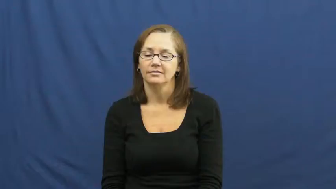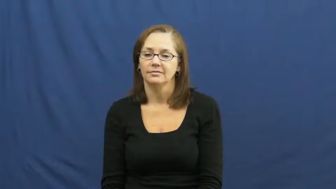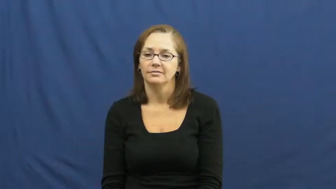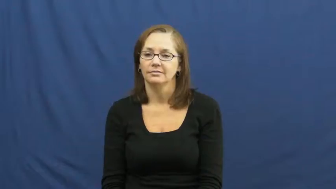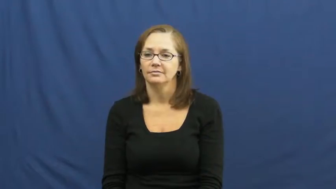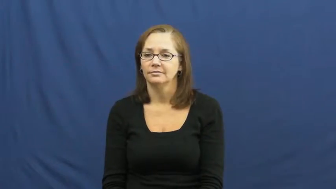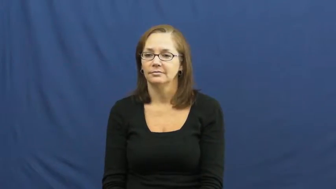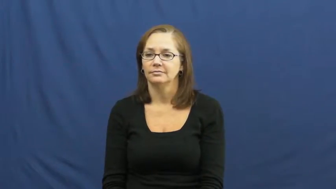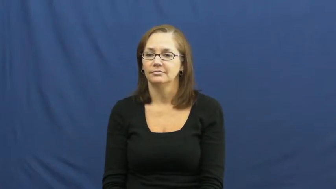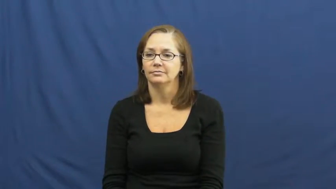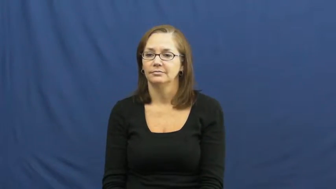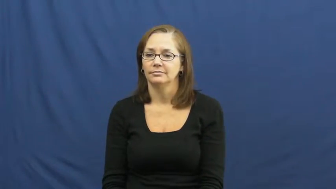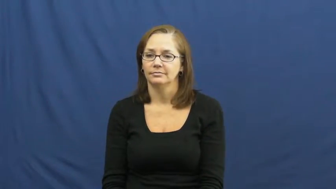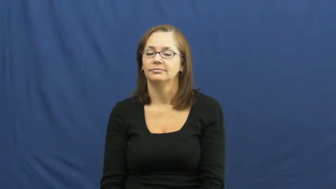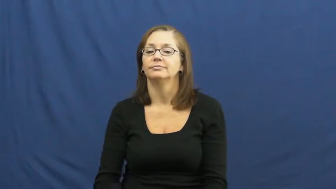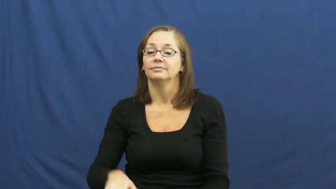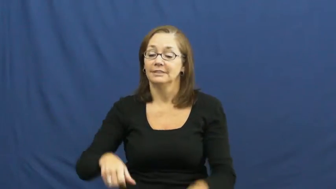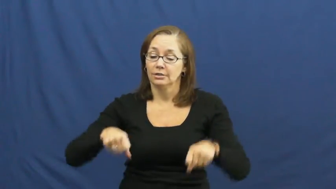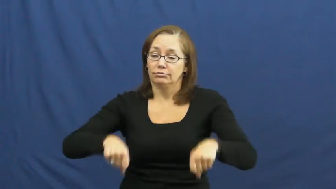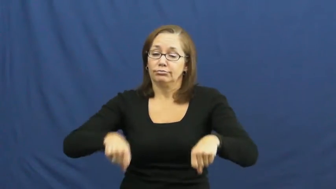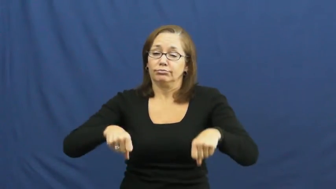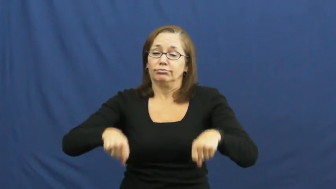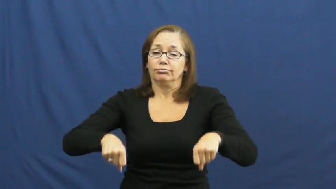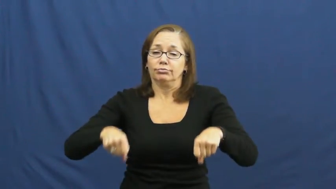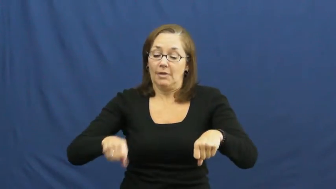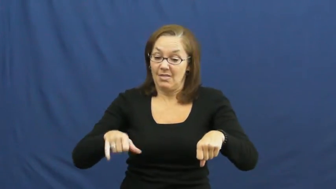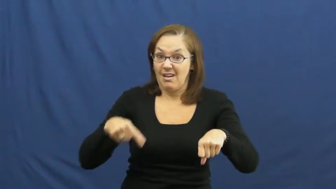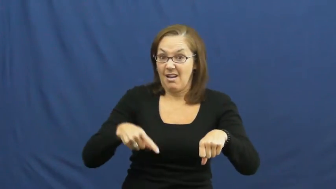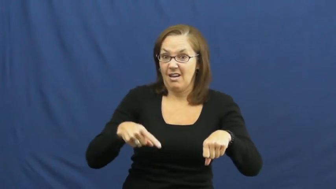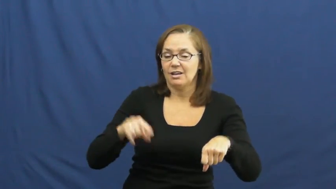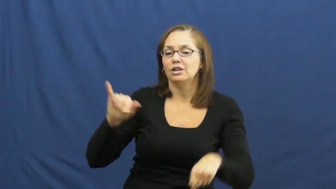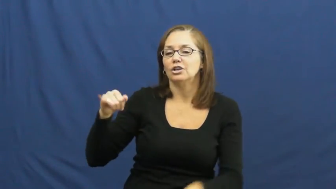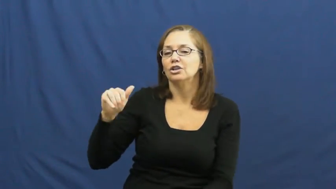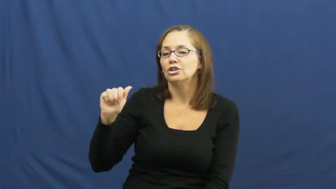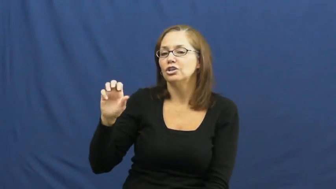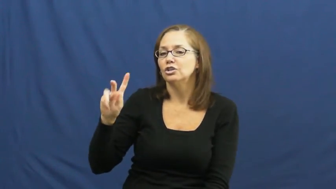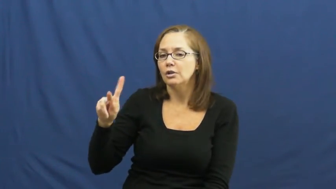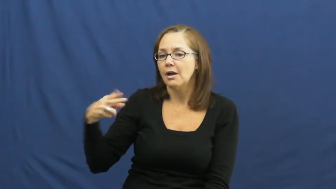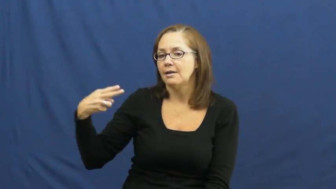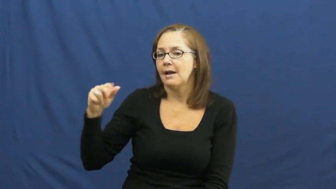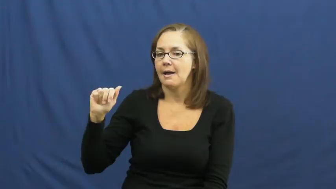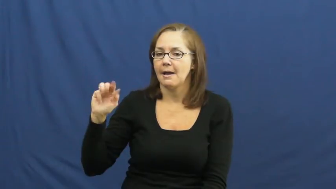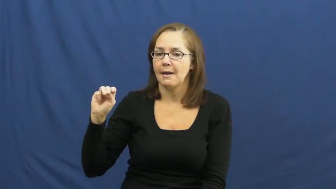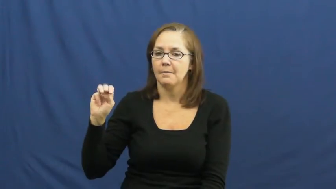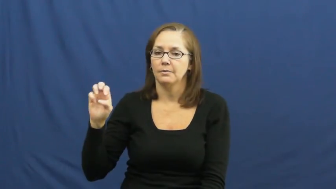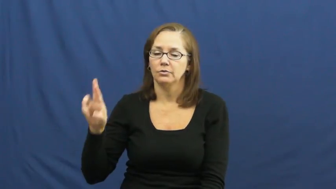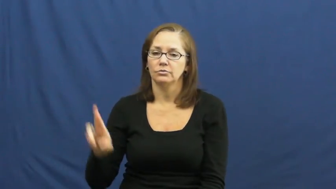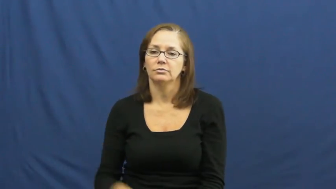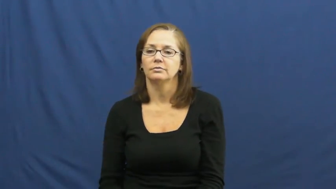jackhammer,hammer